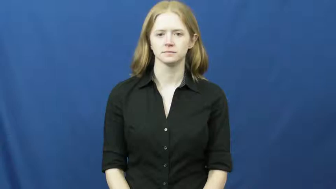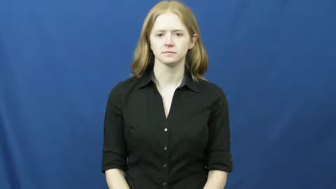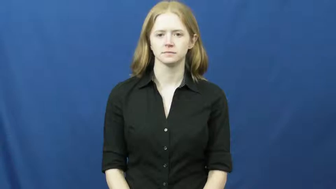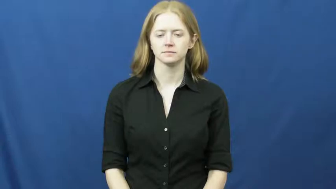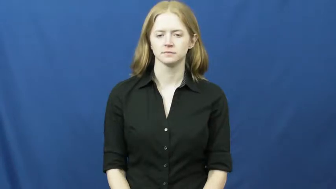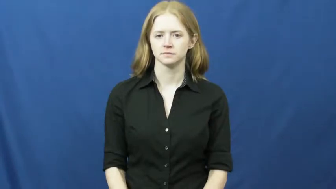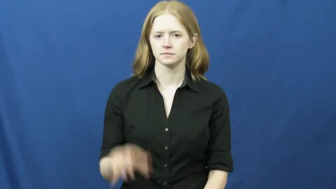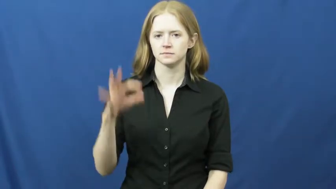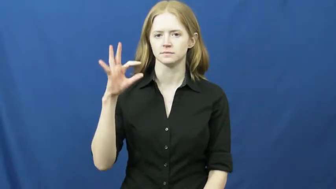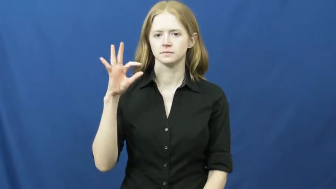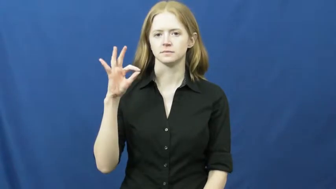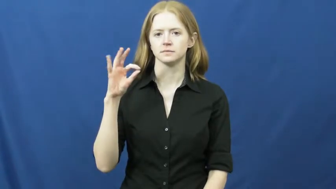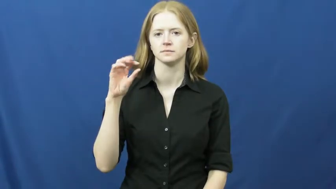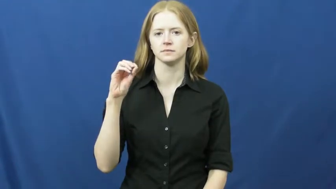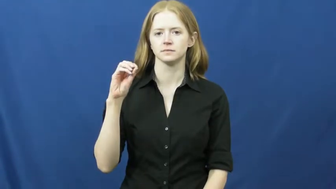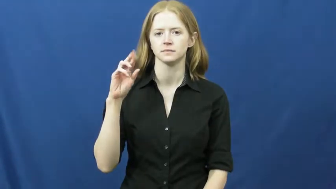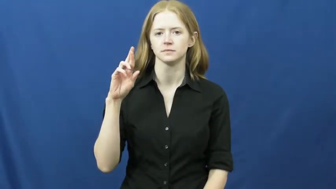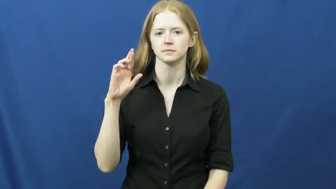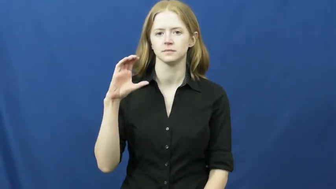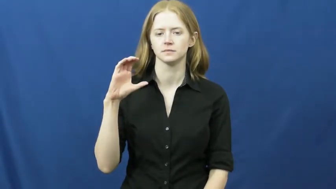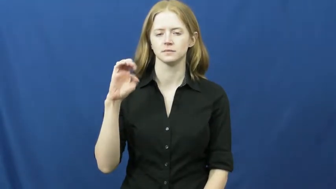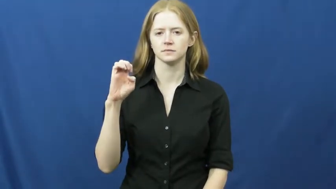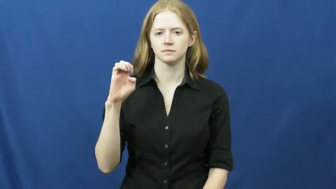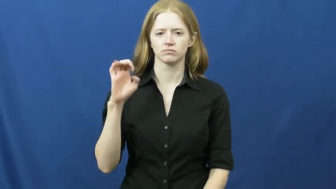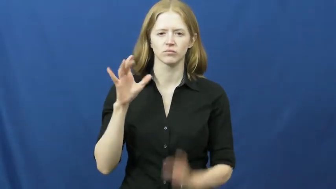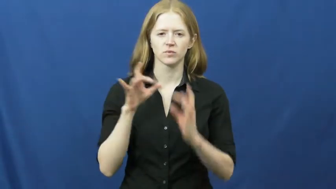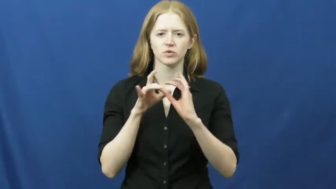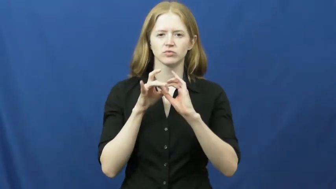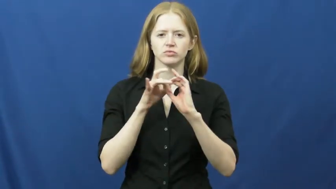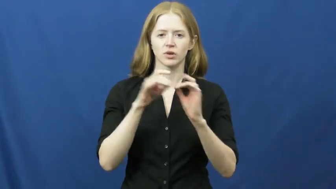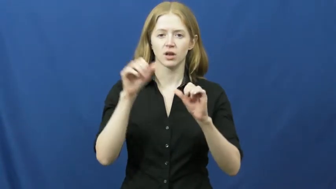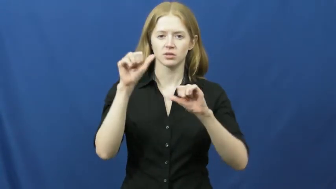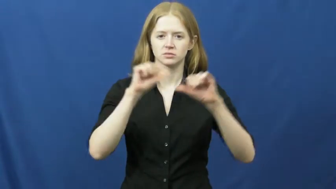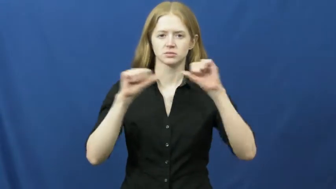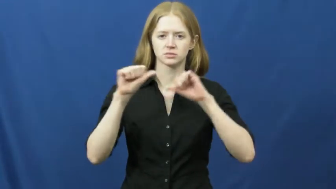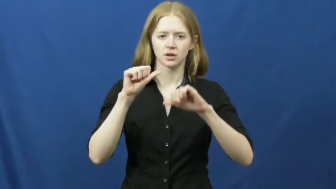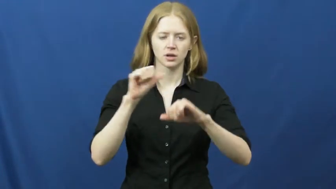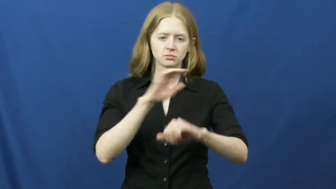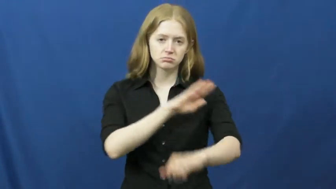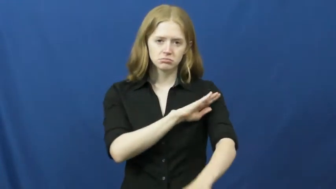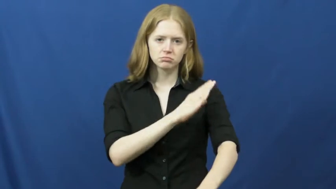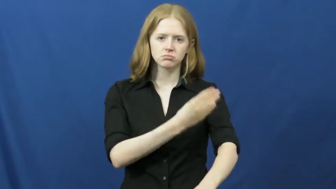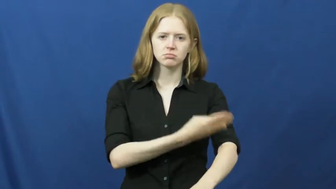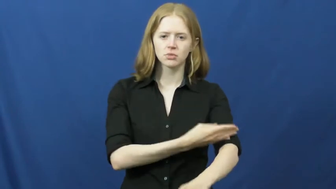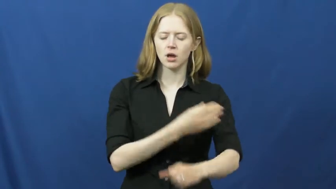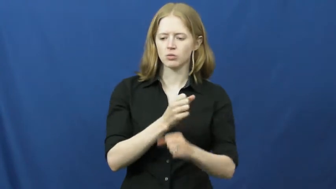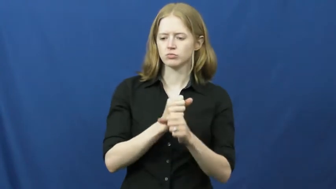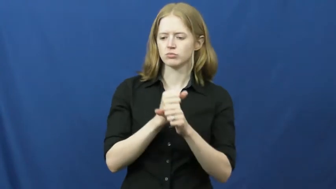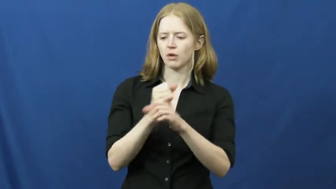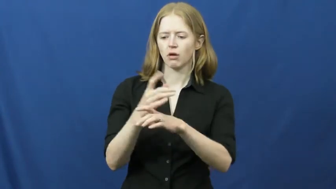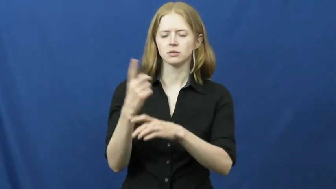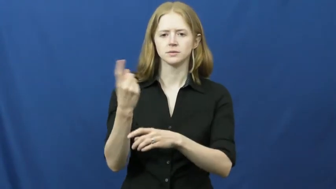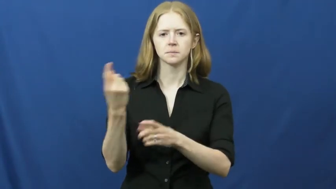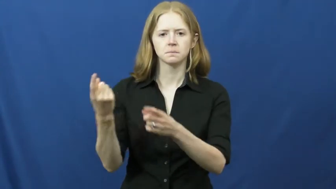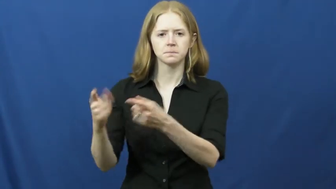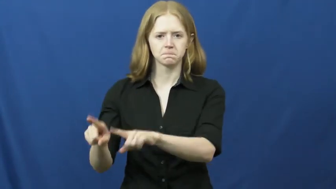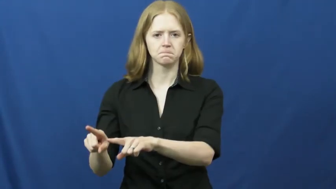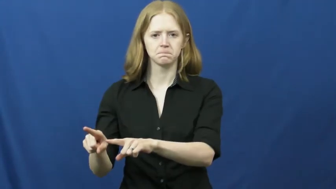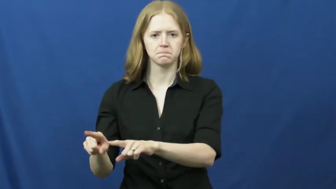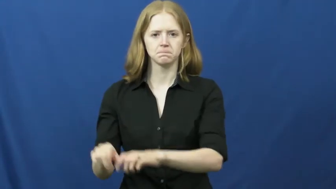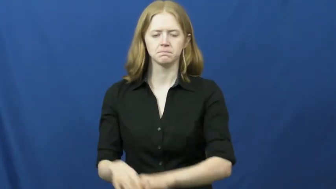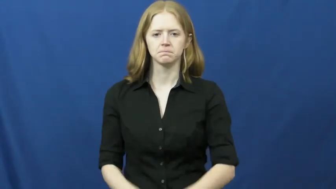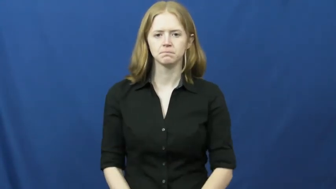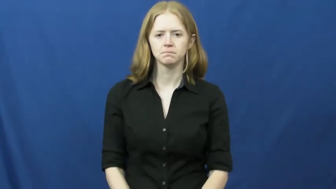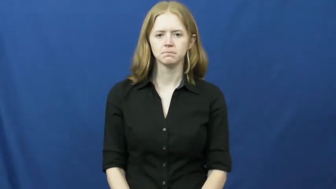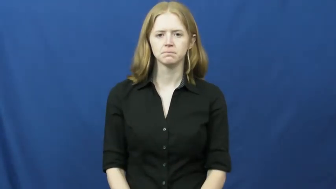force-science